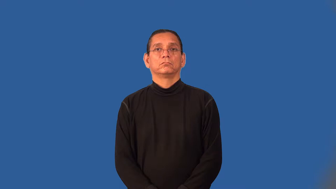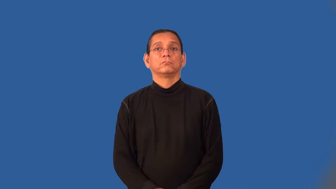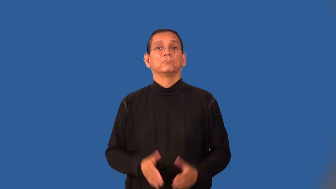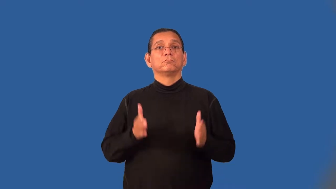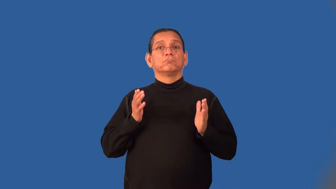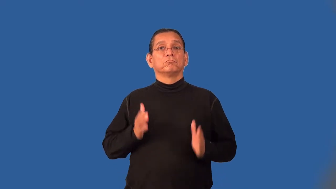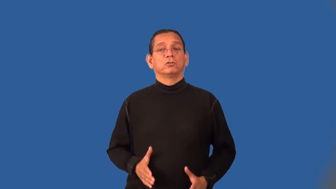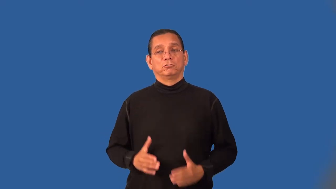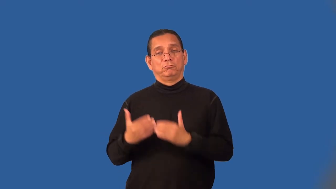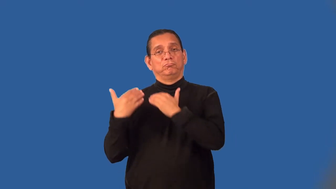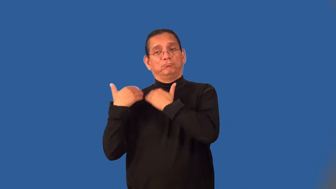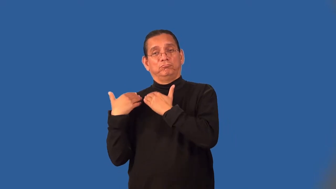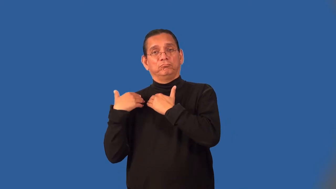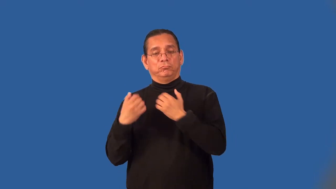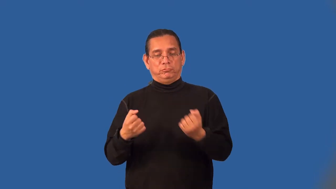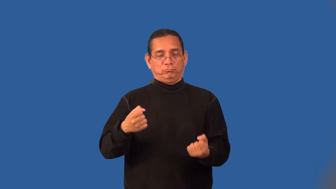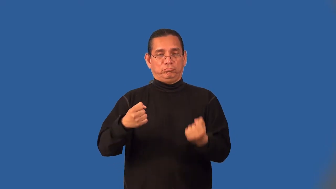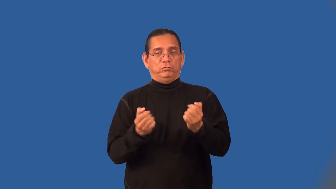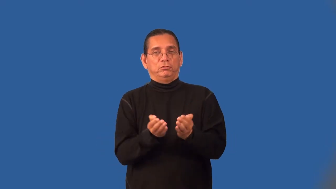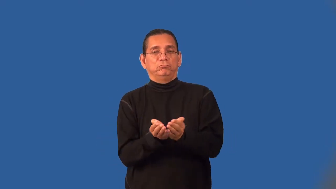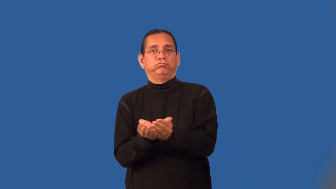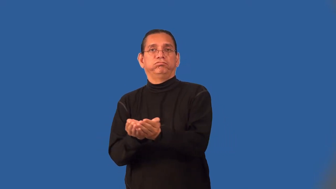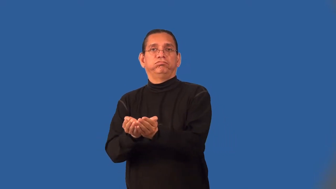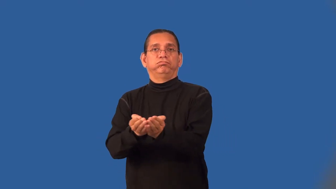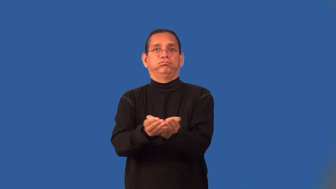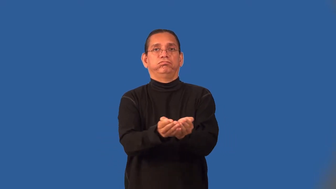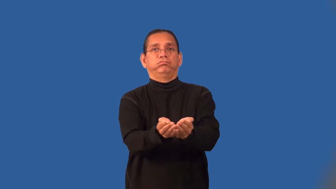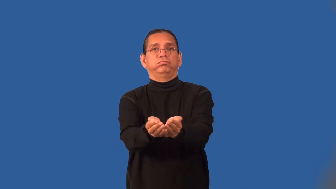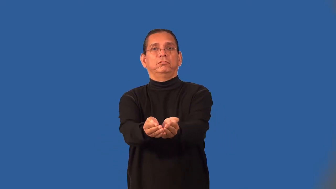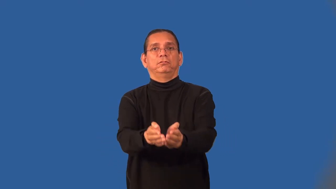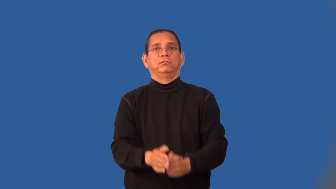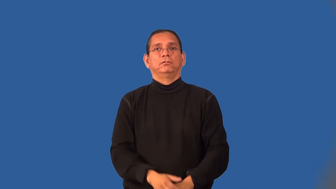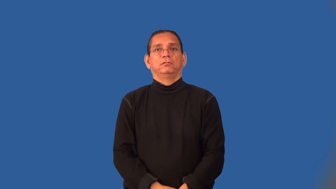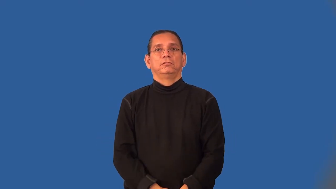helmsman